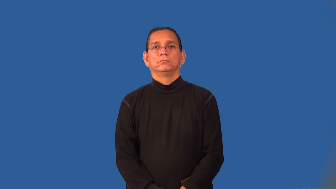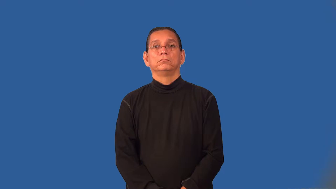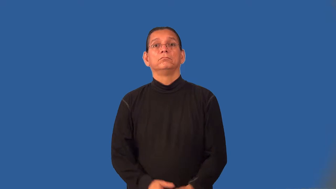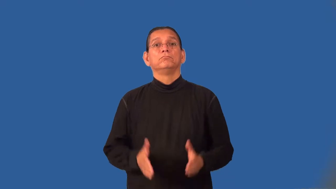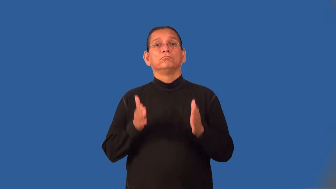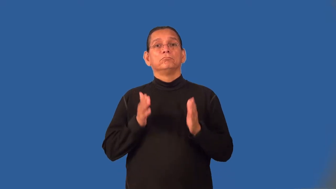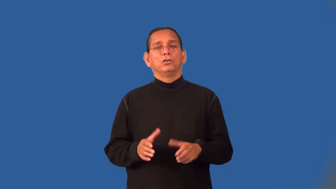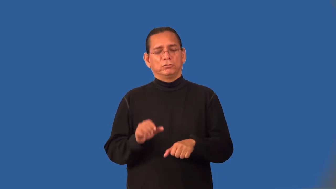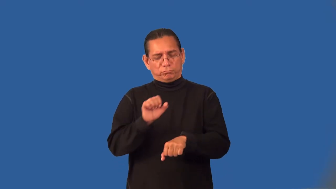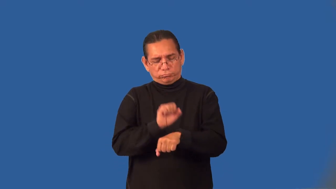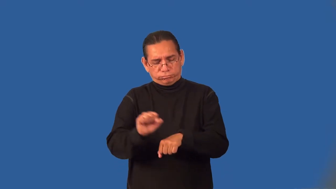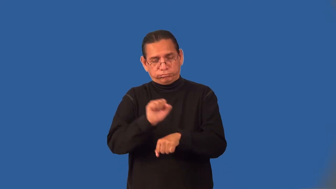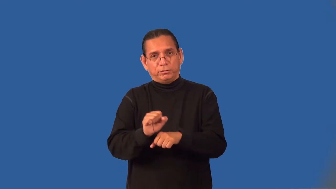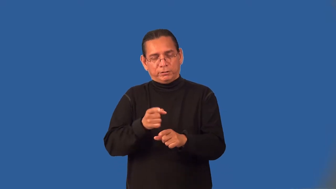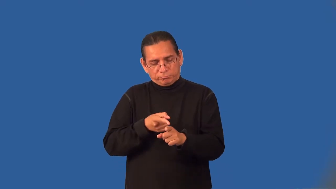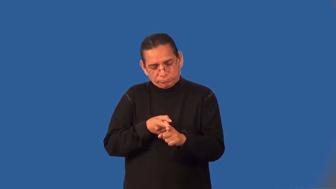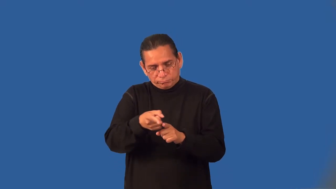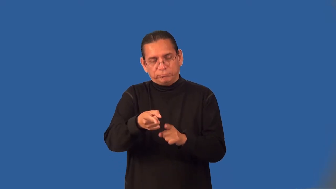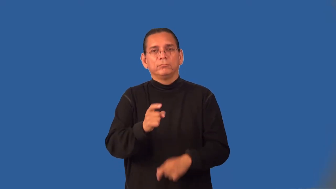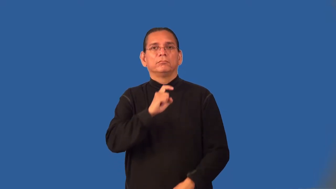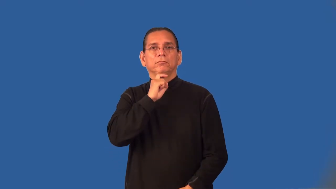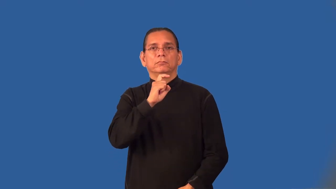ironworker